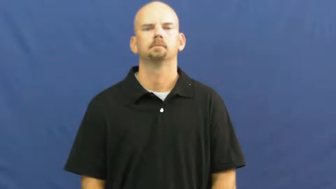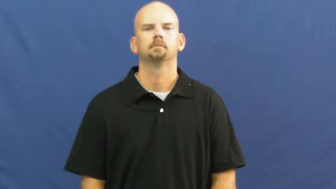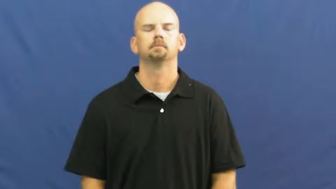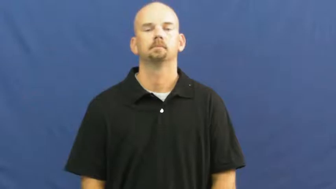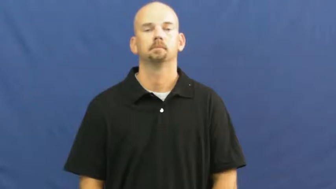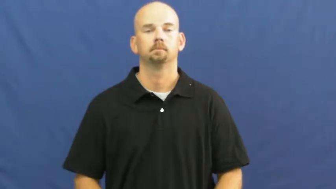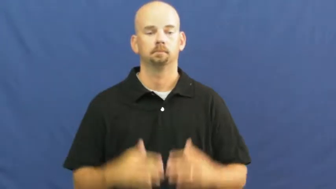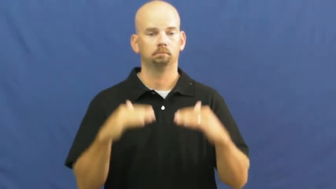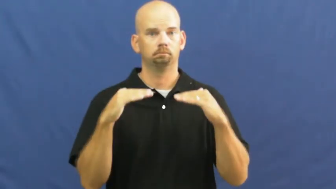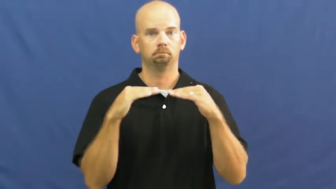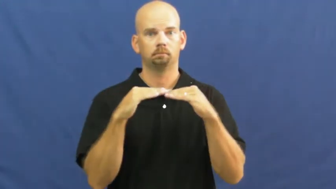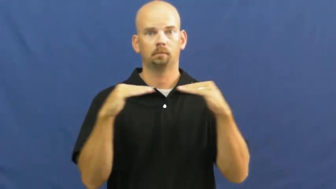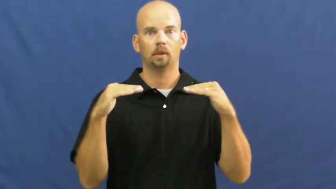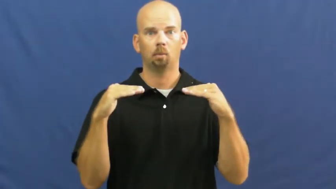tantamount